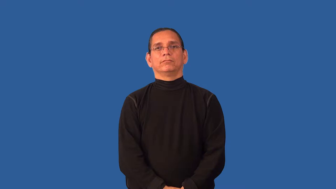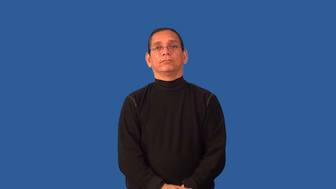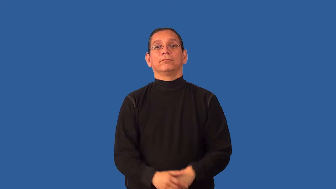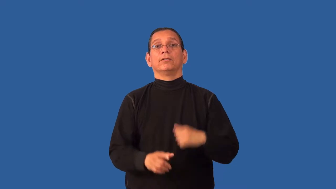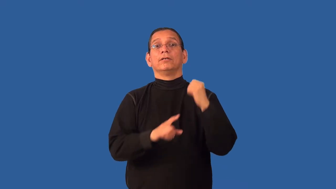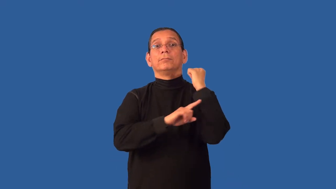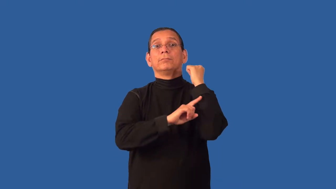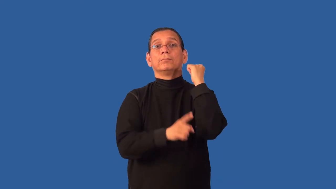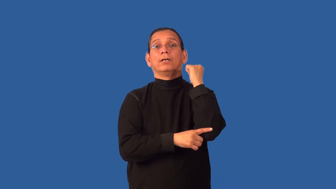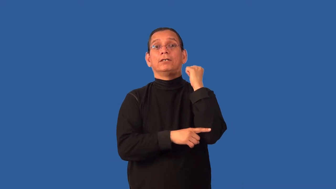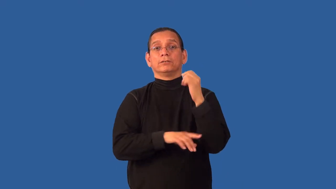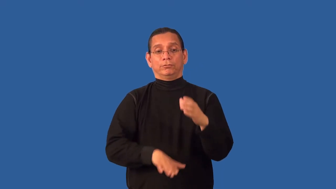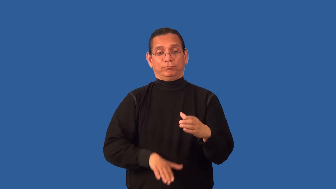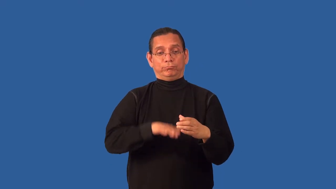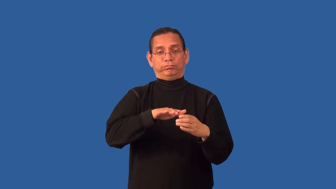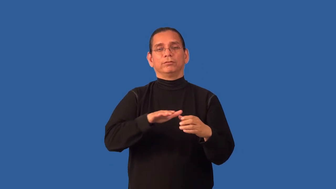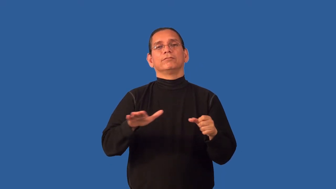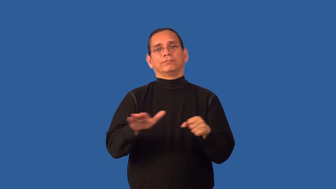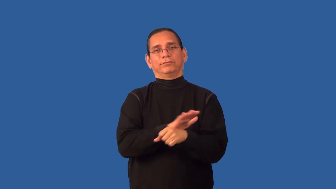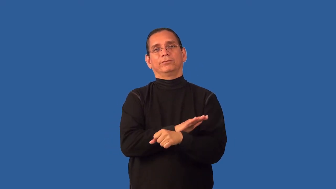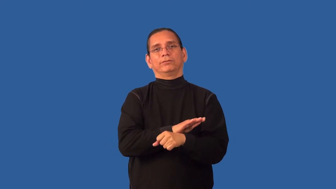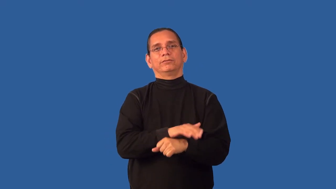basketful